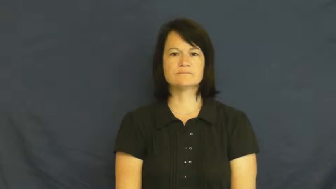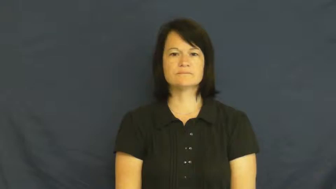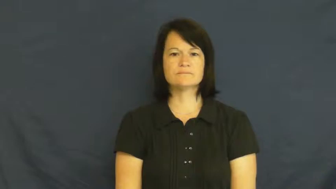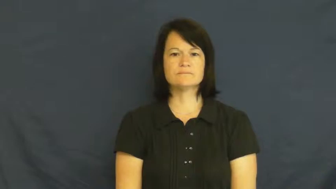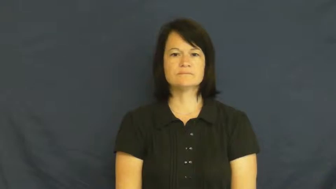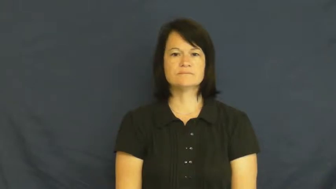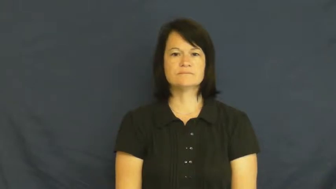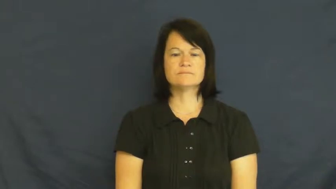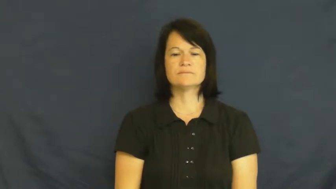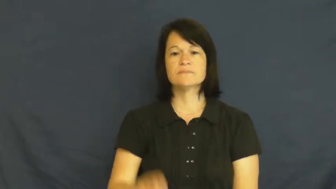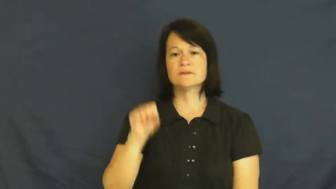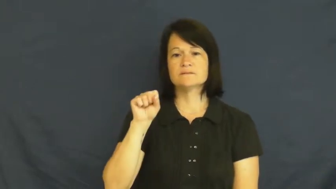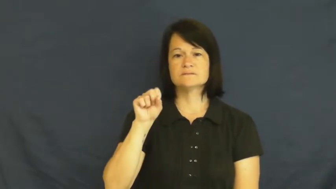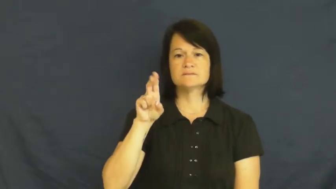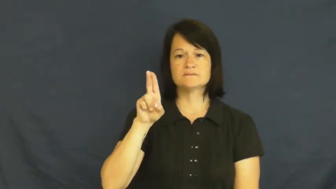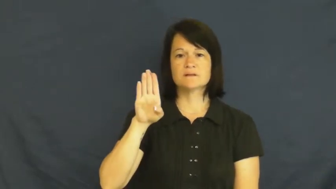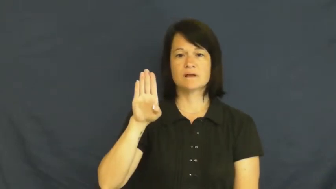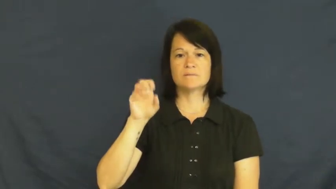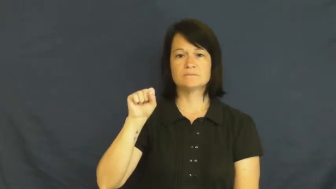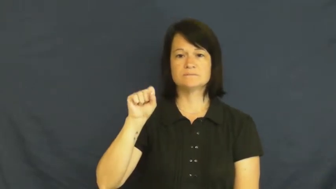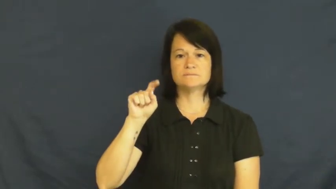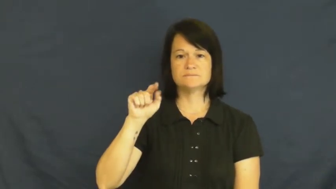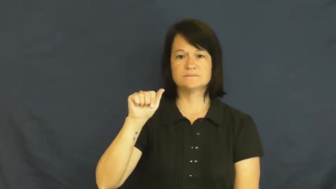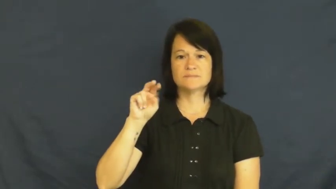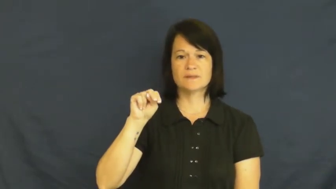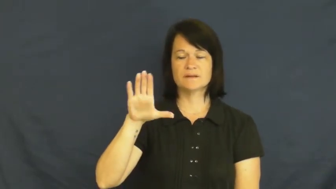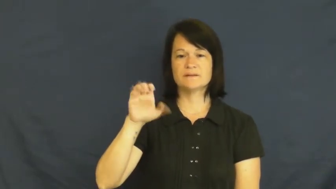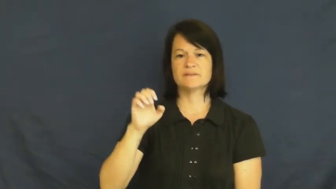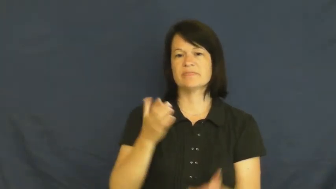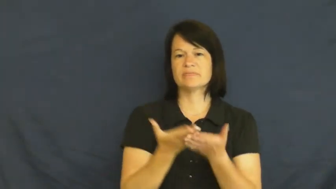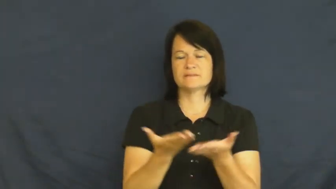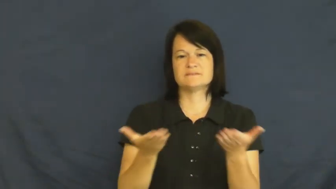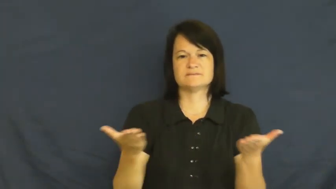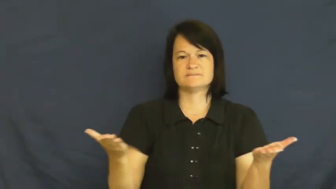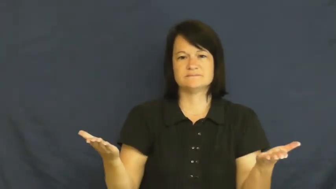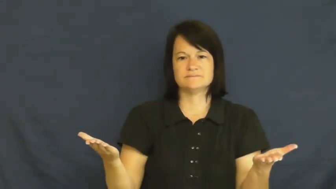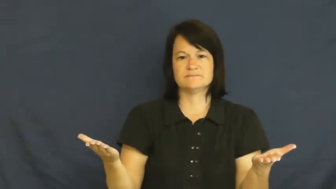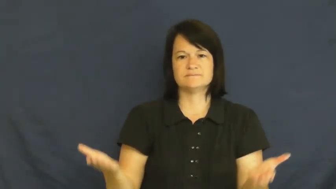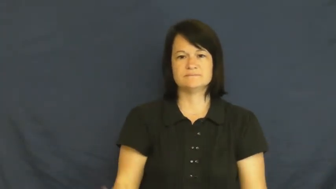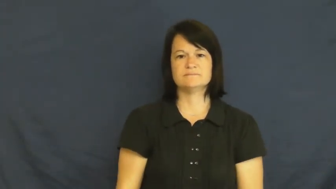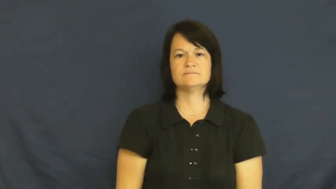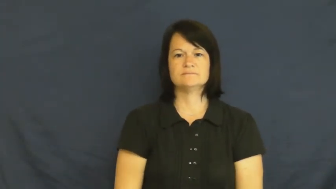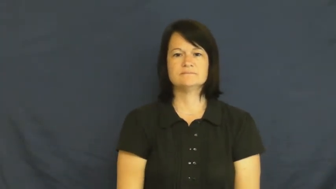substance-material